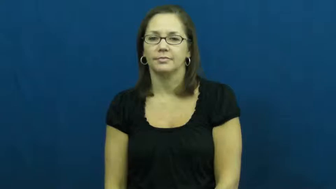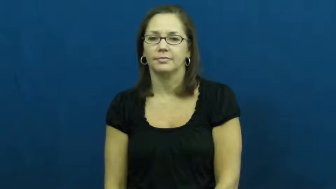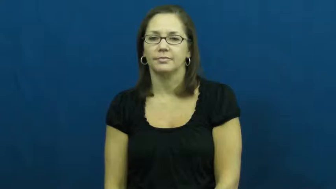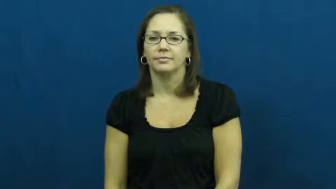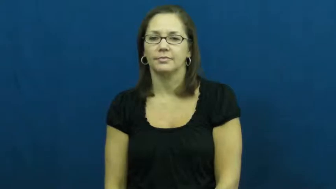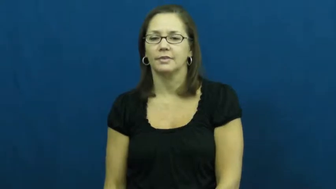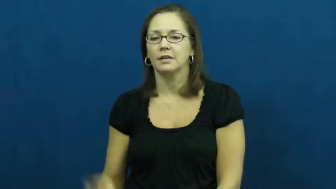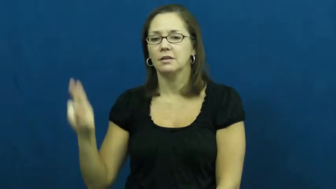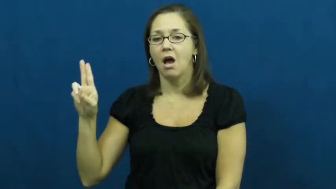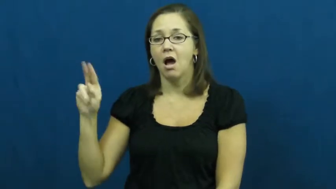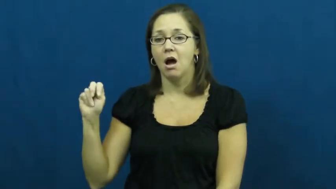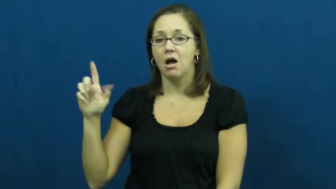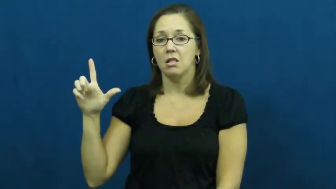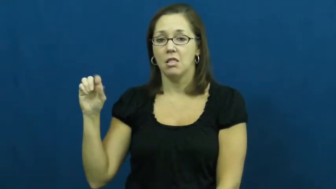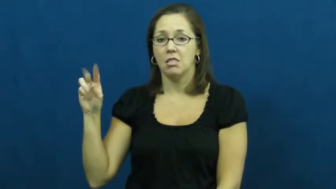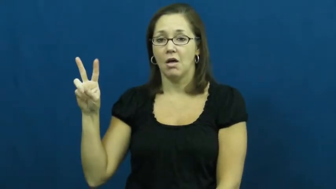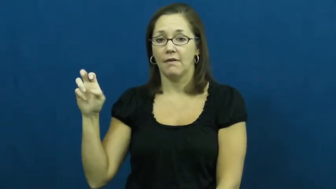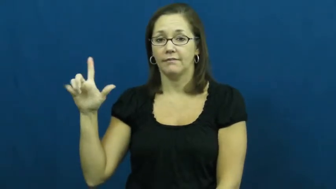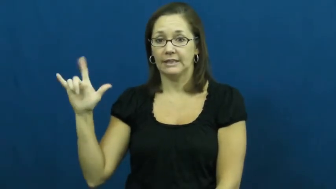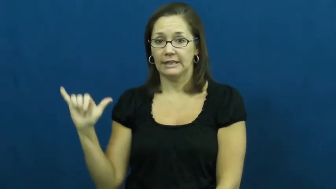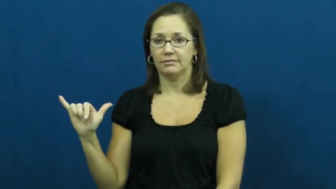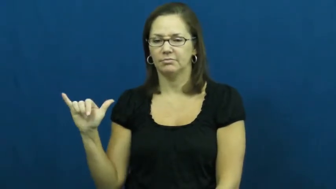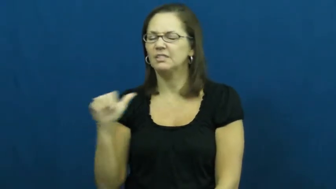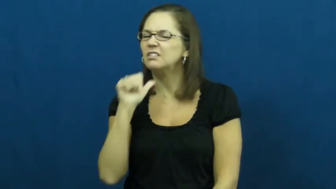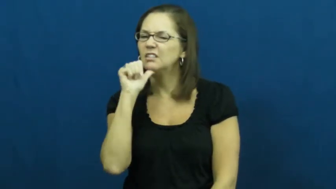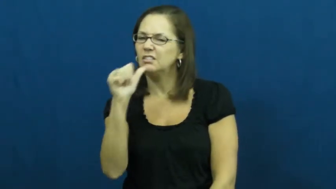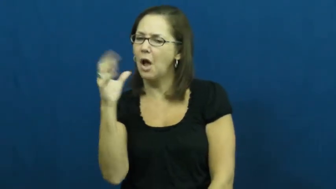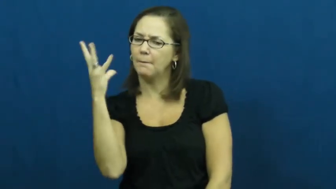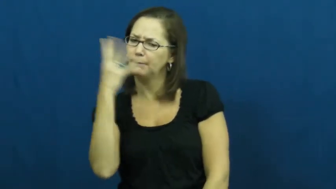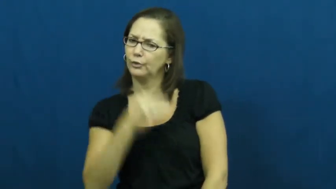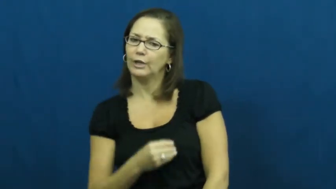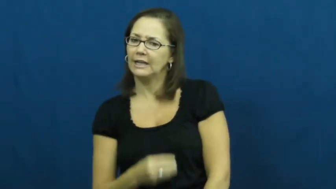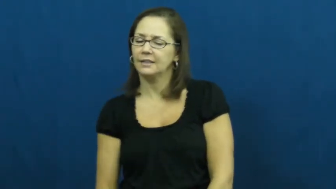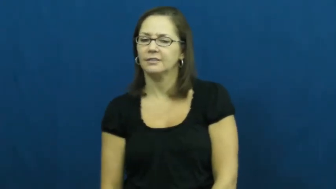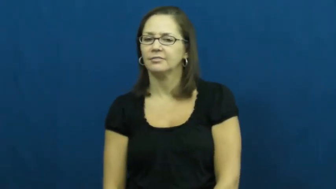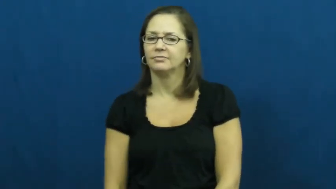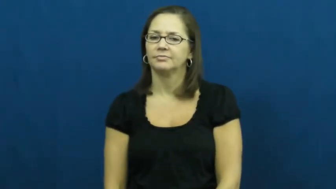unlovely